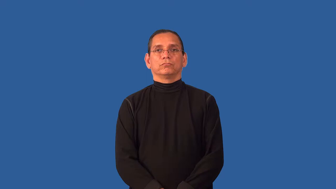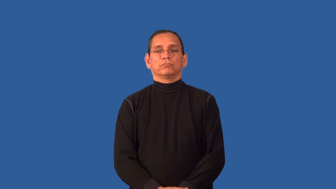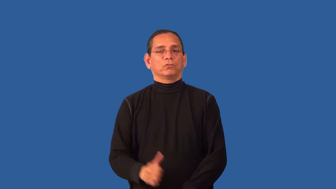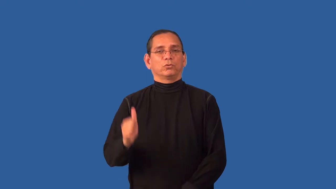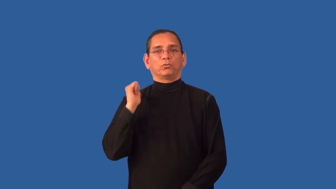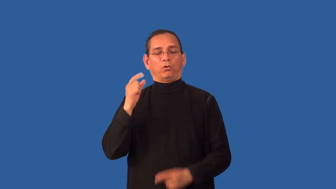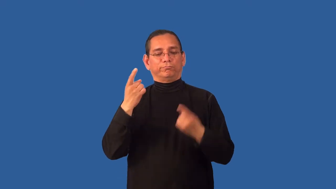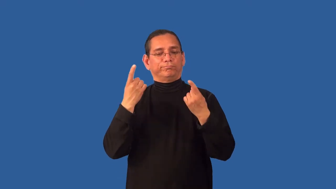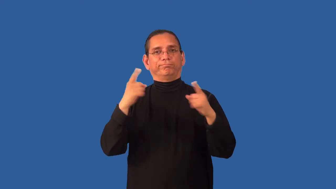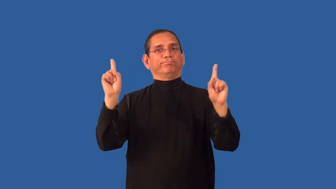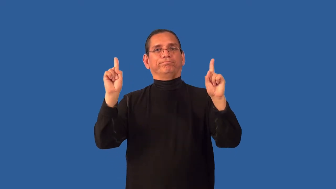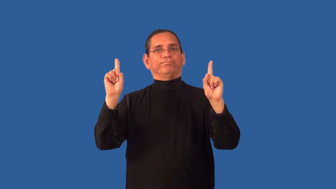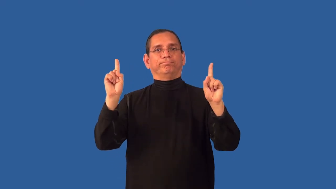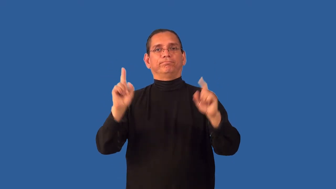unworkable